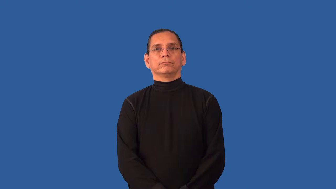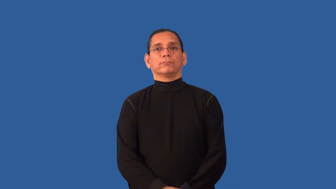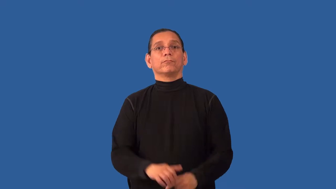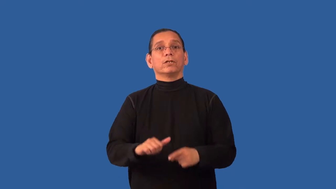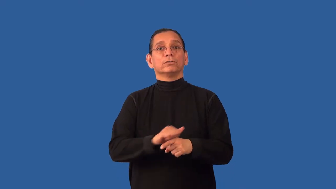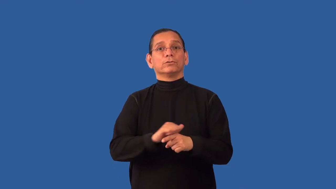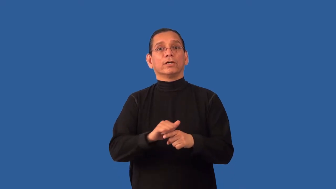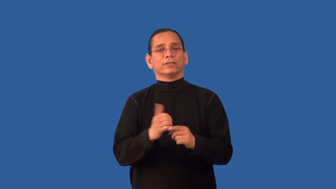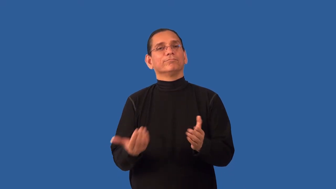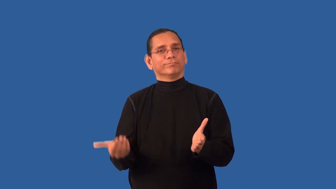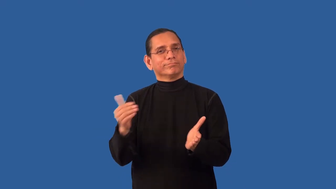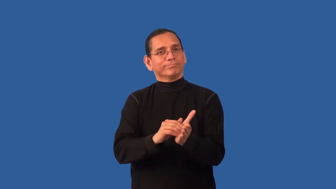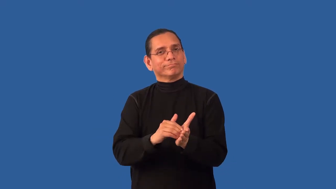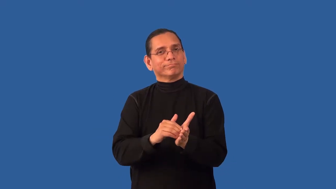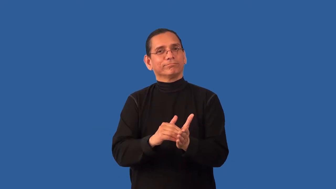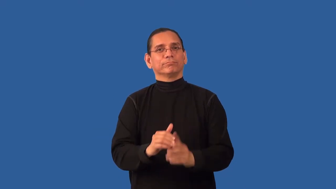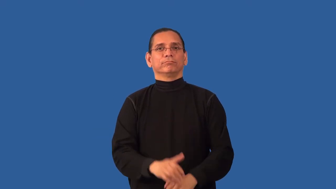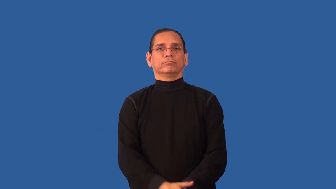retrain